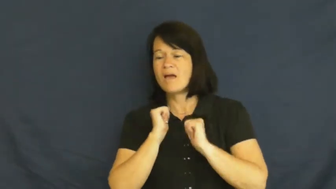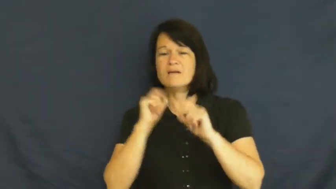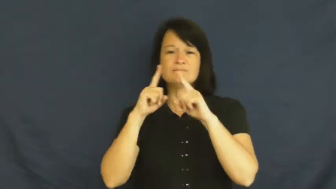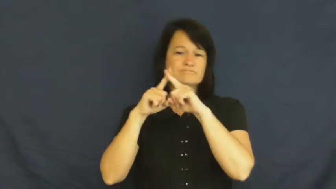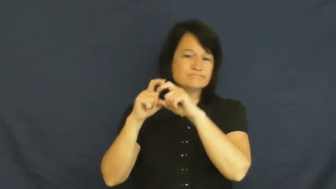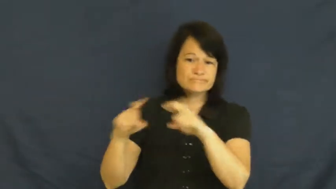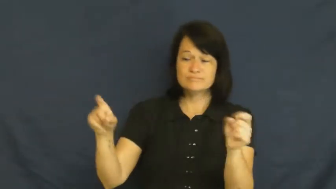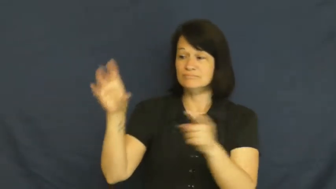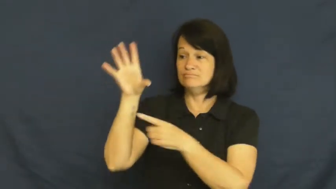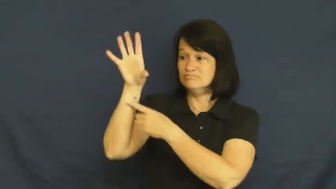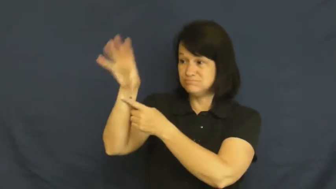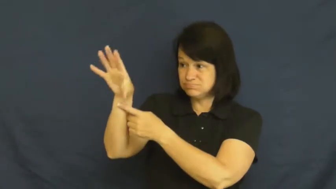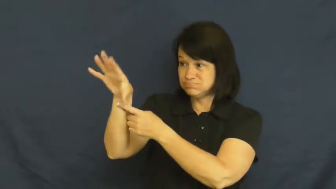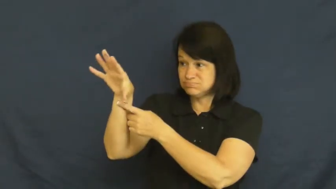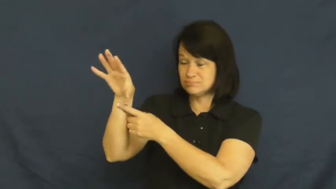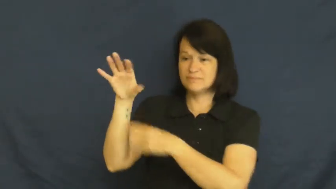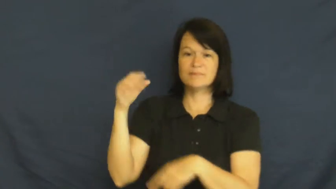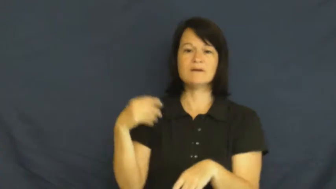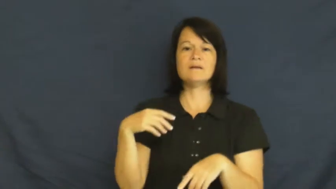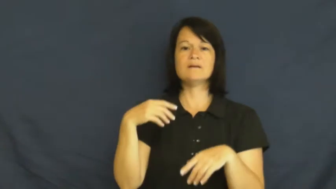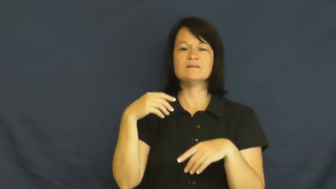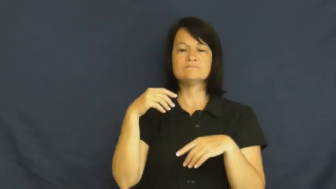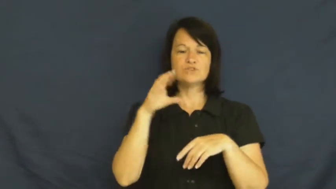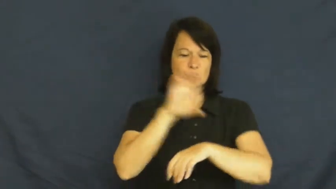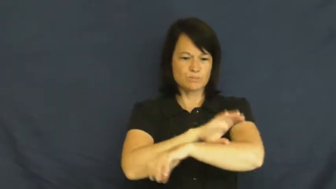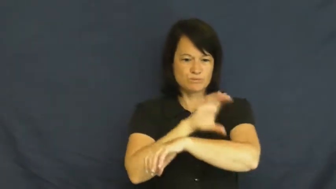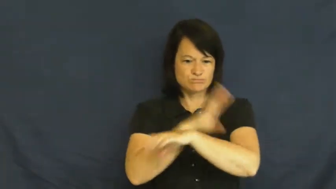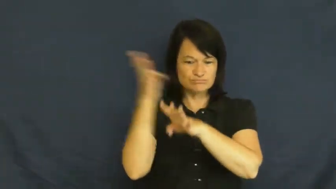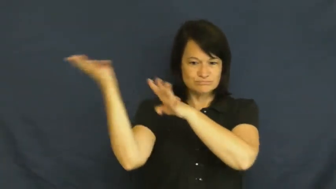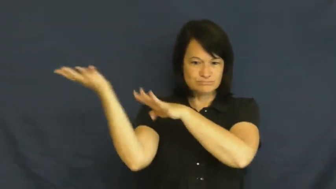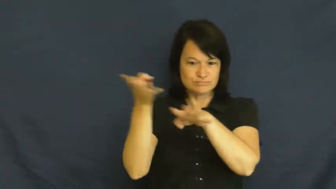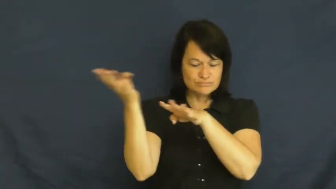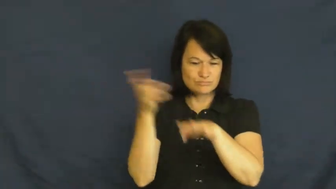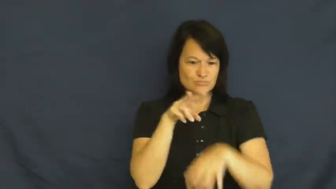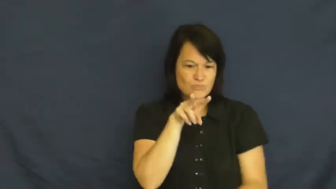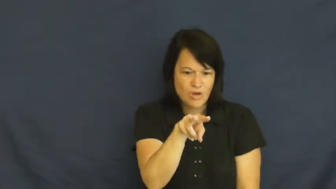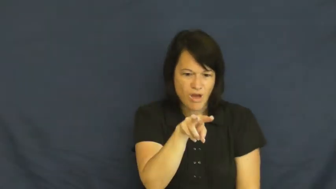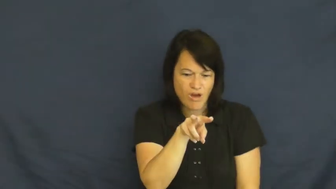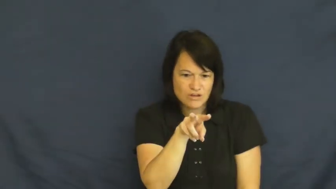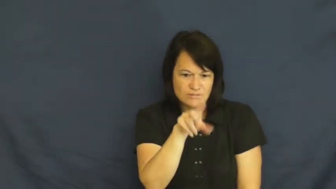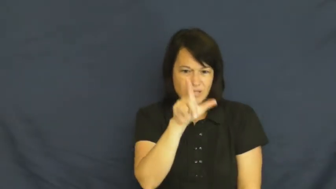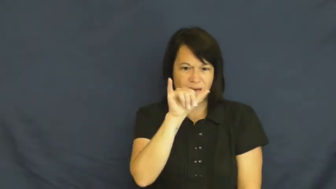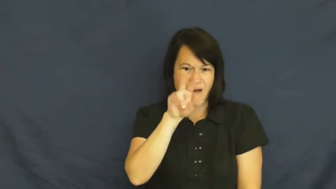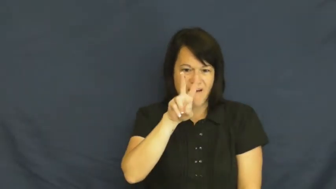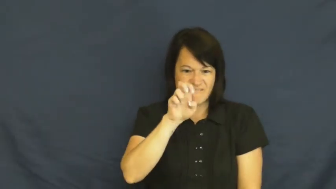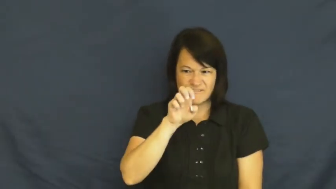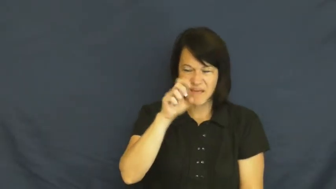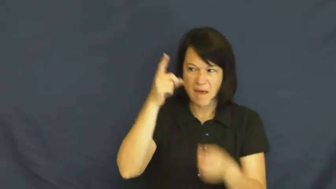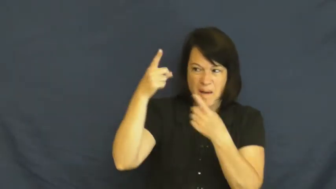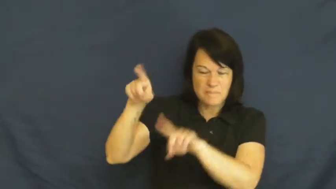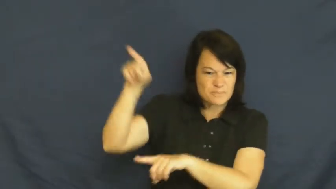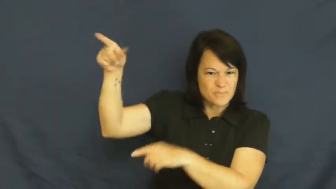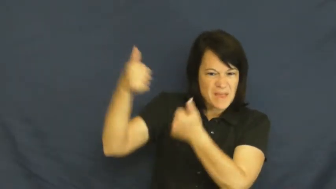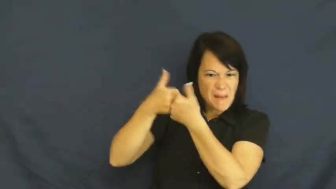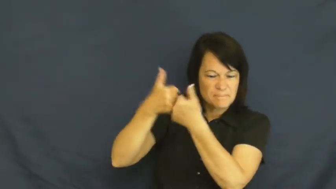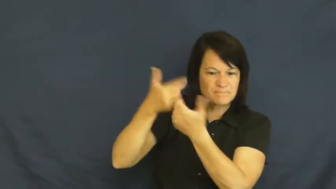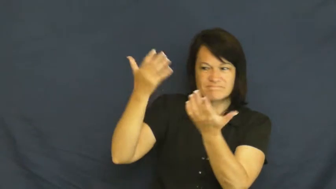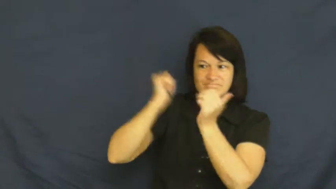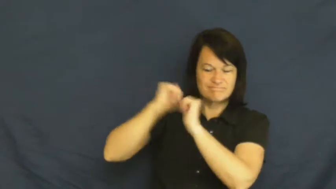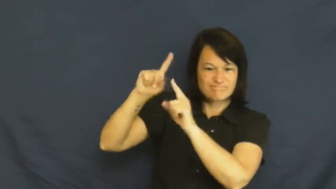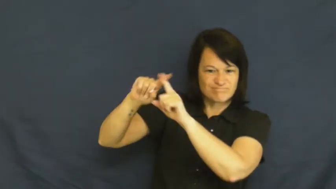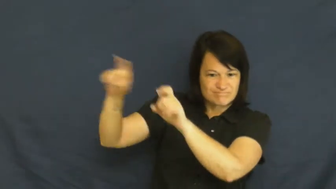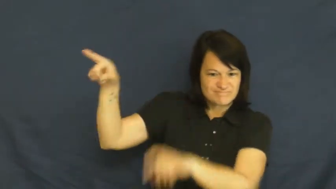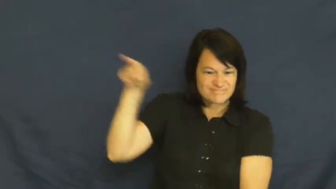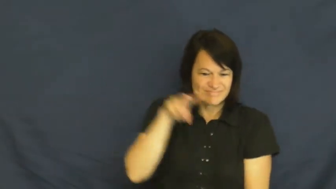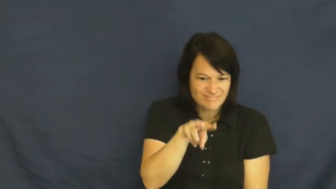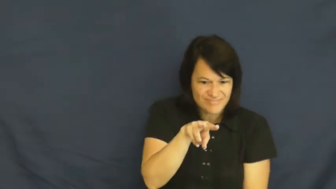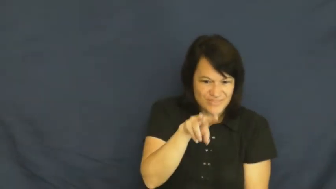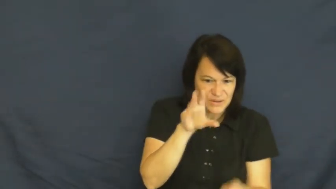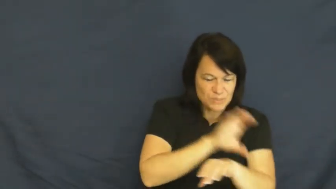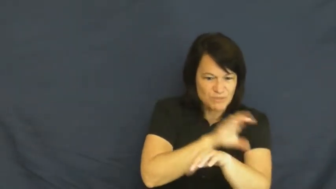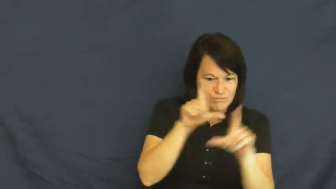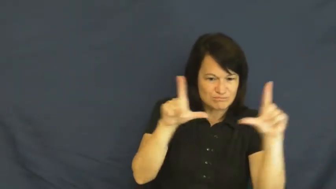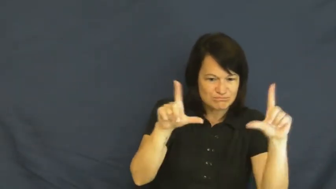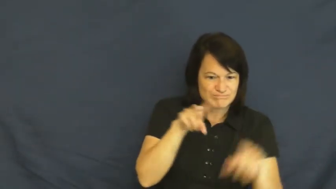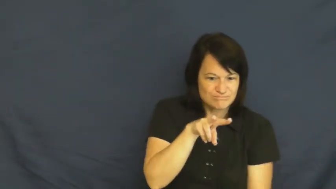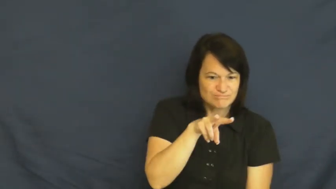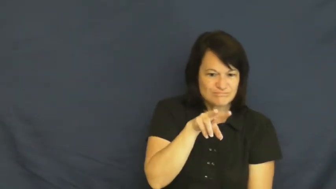stream-video